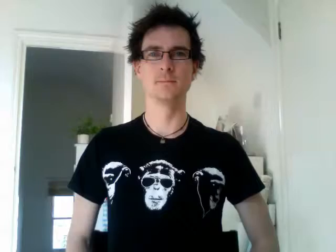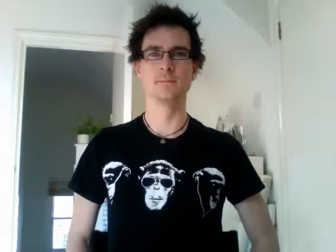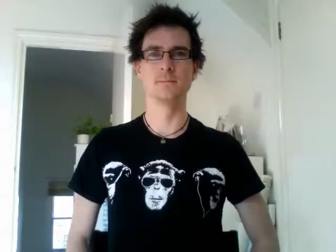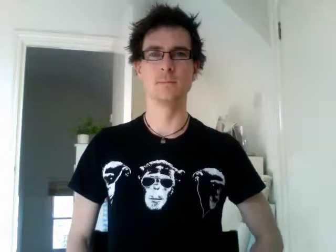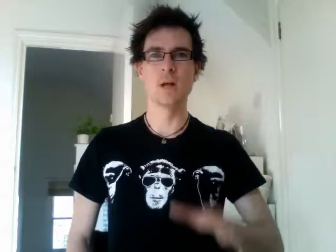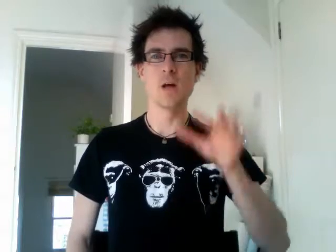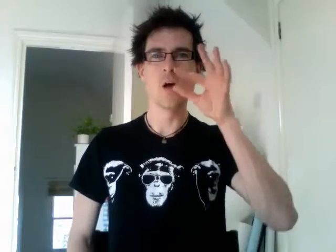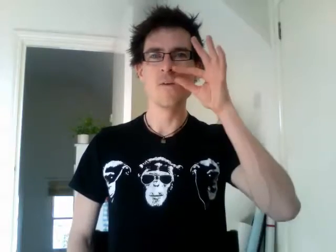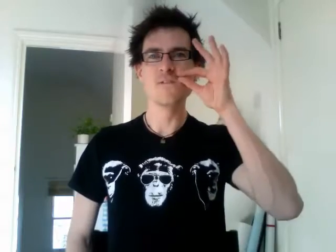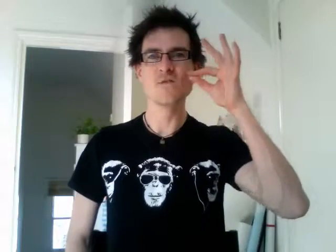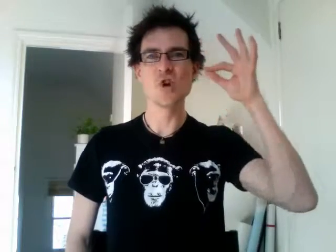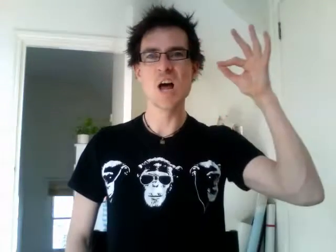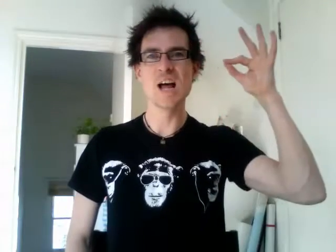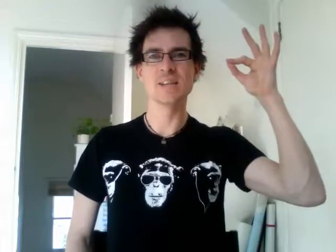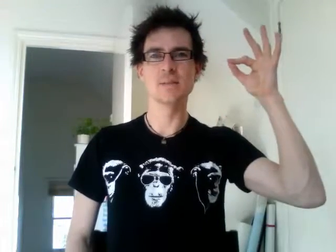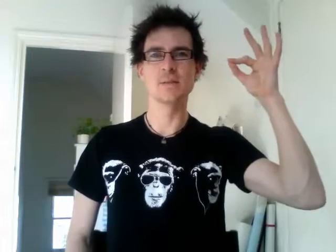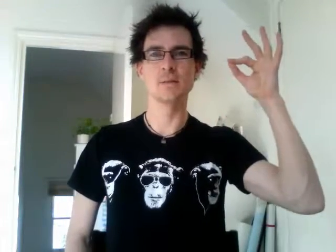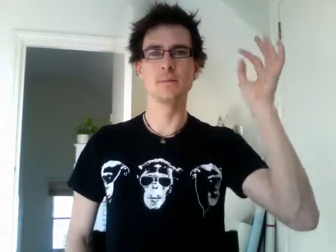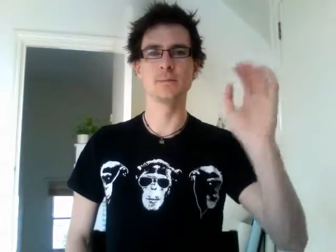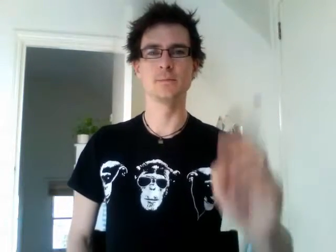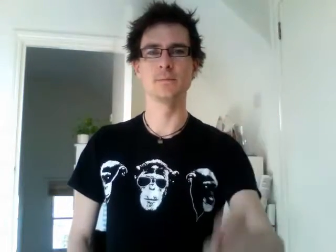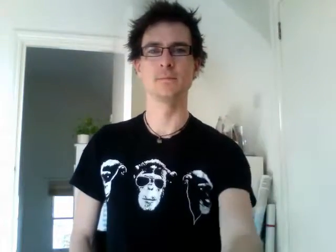france